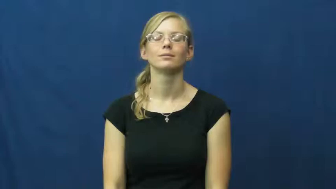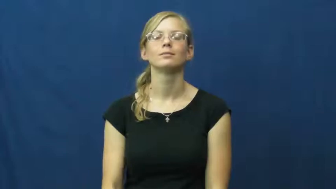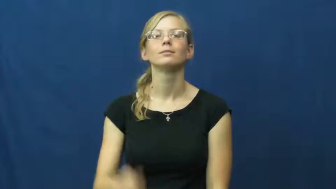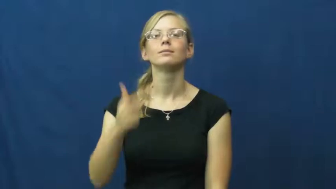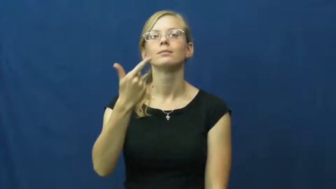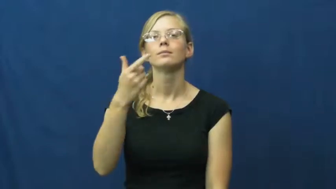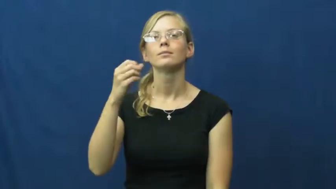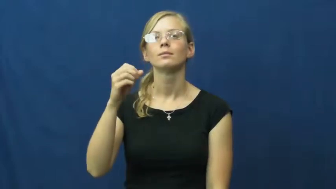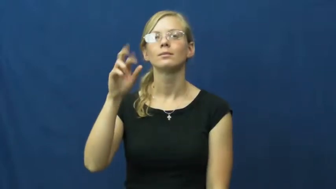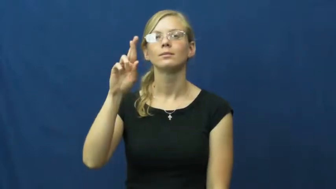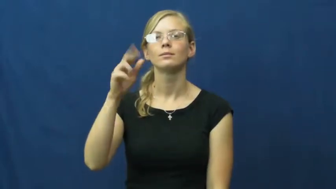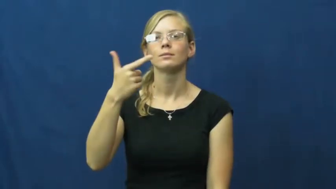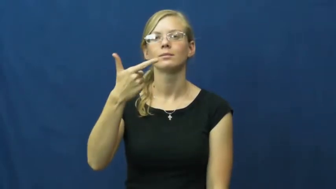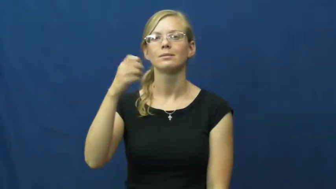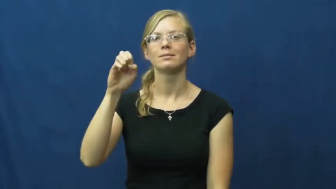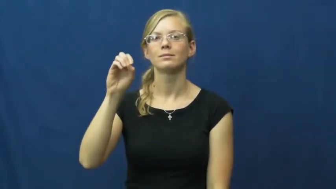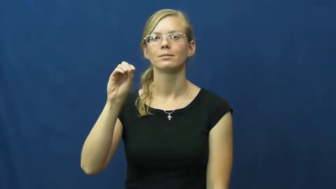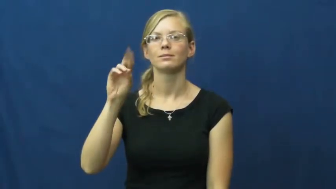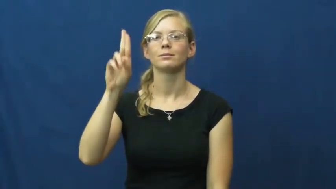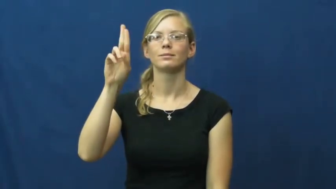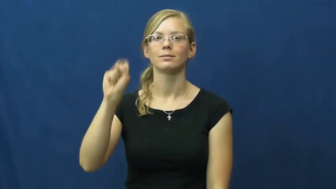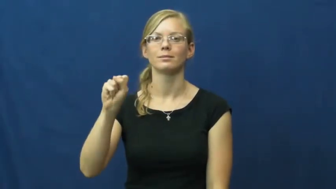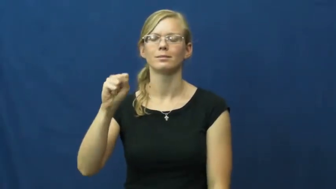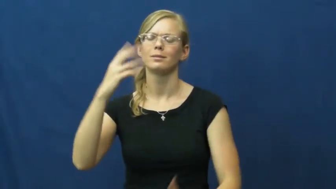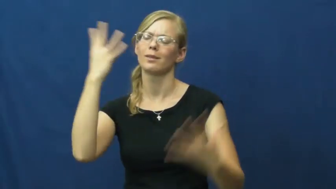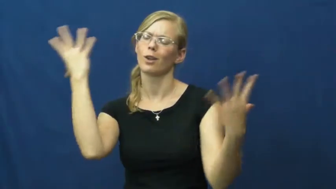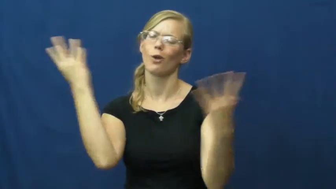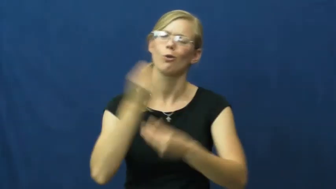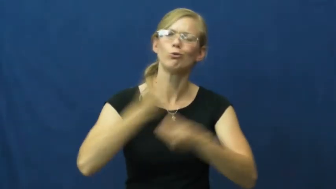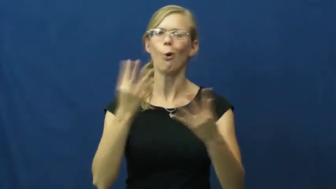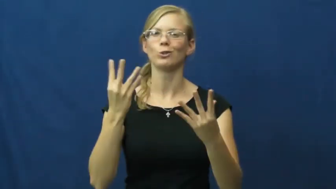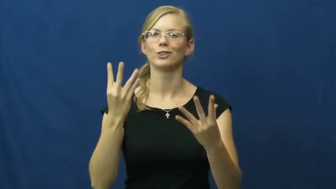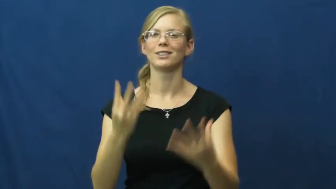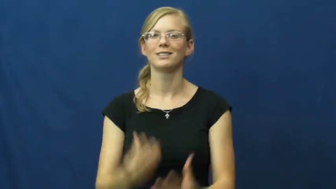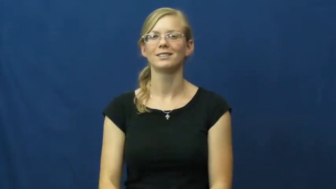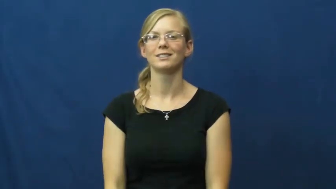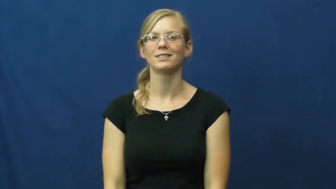gorgeous